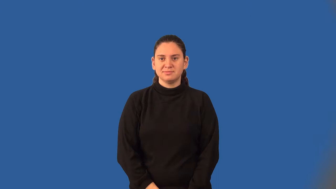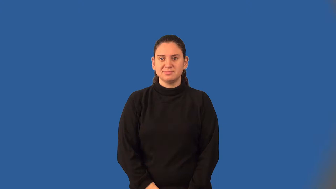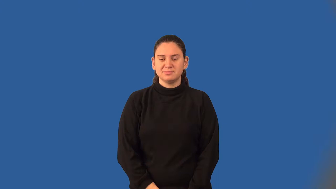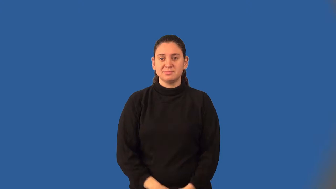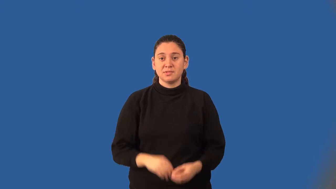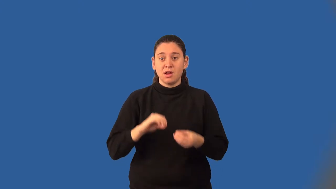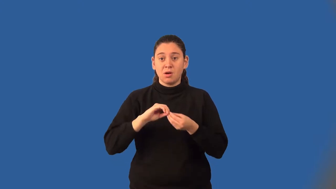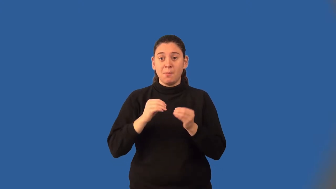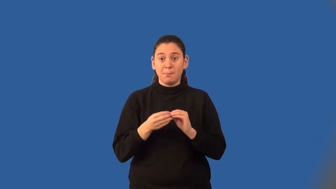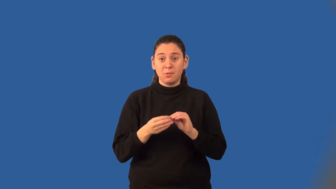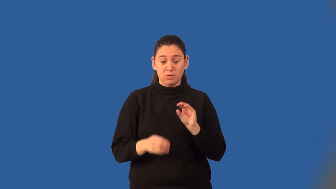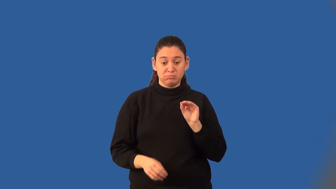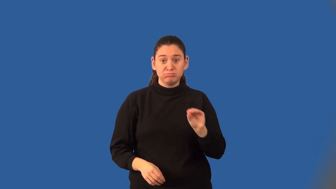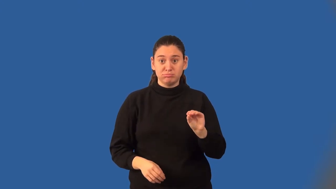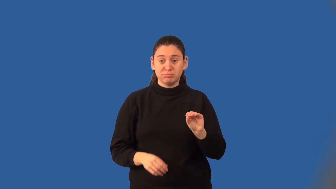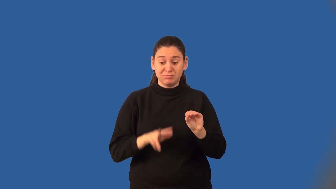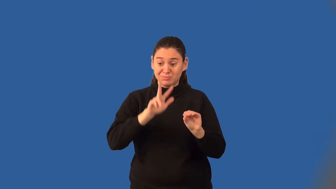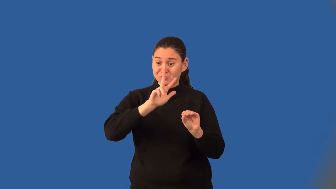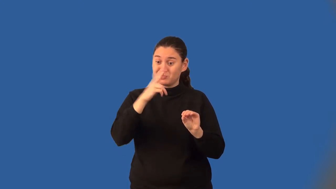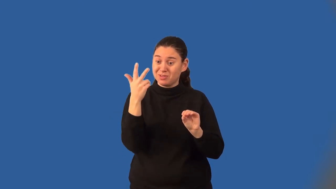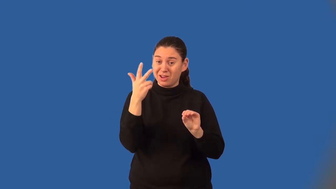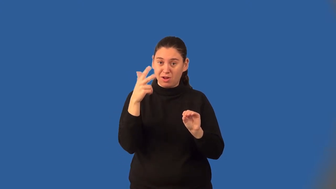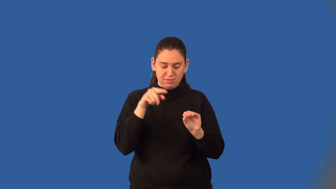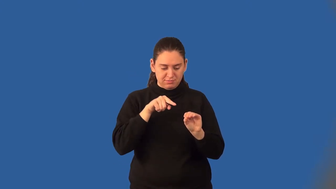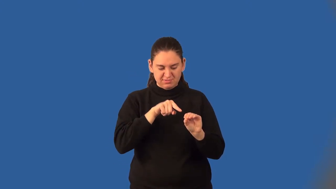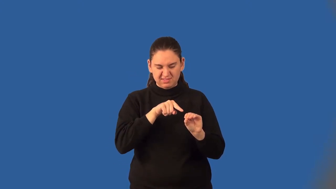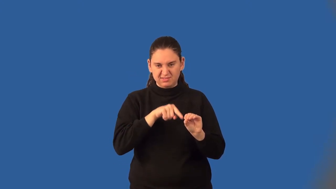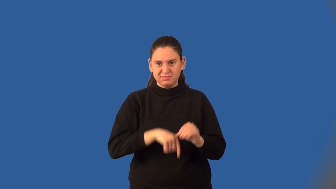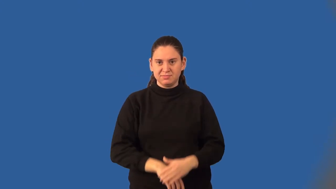cube root